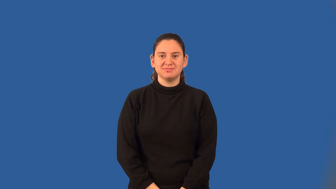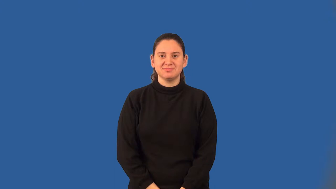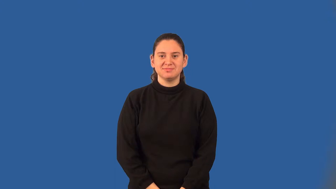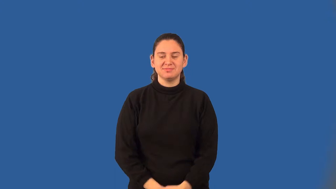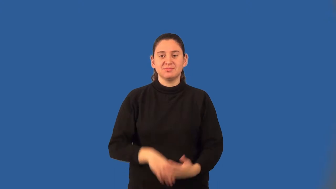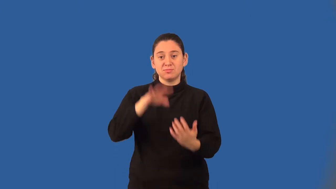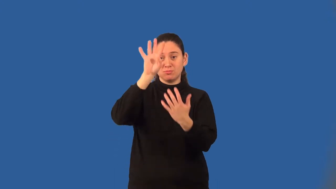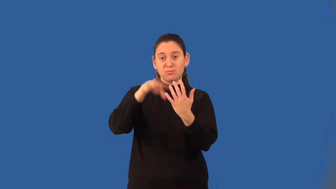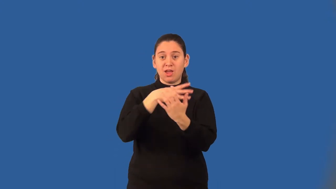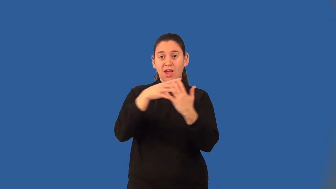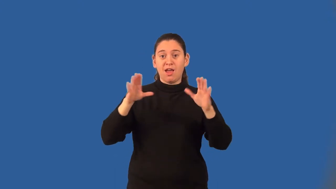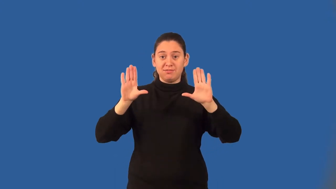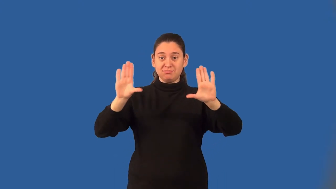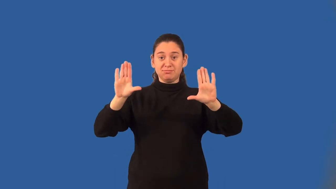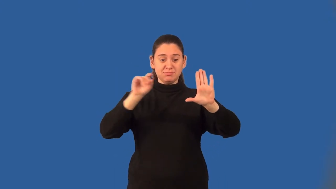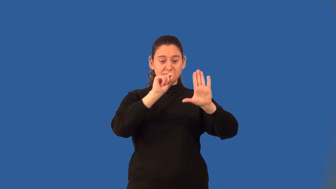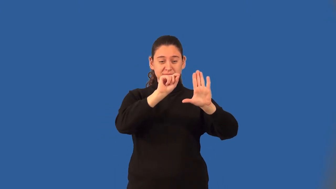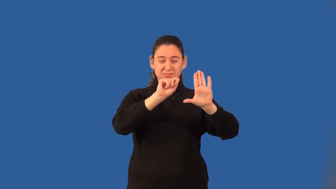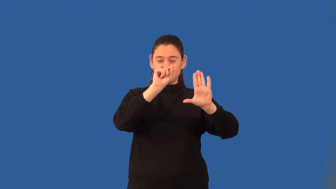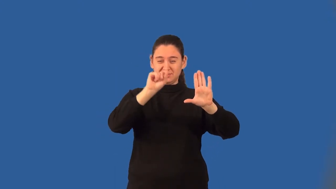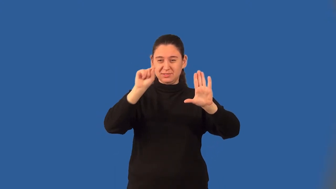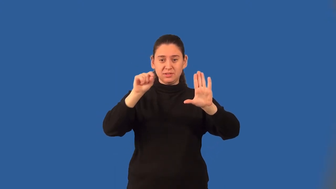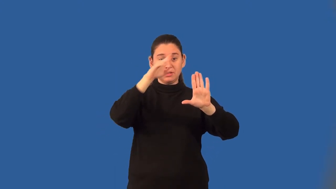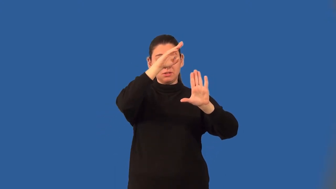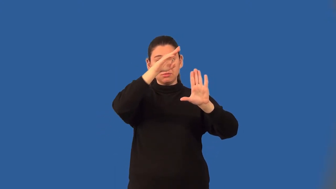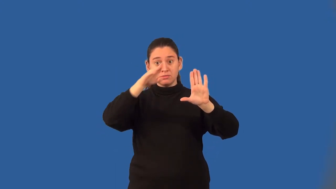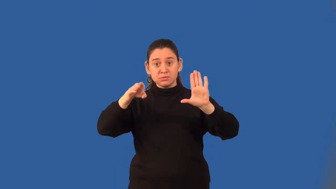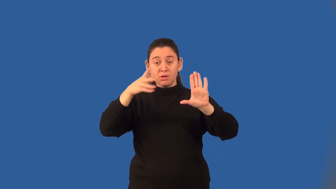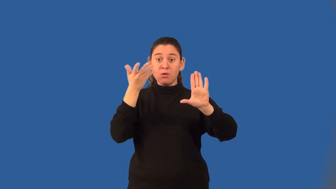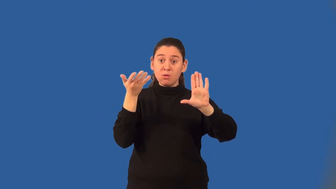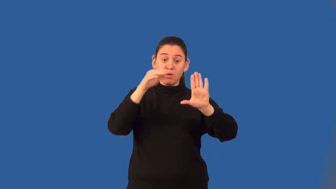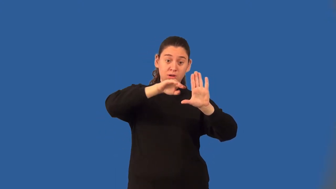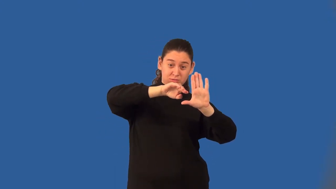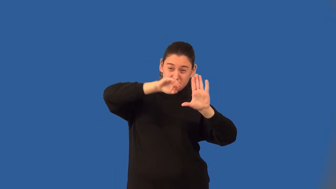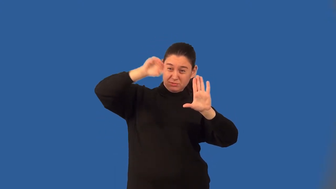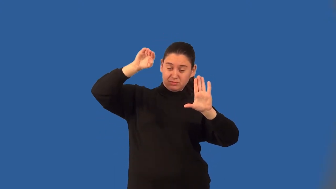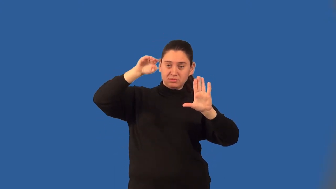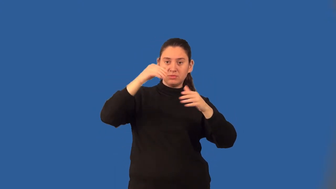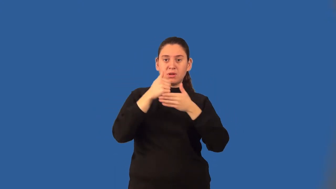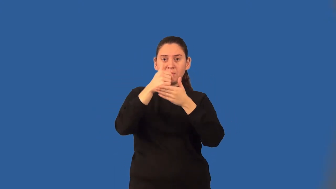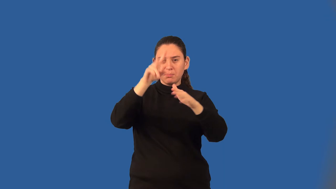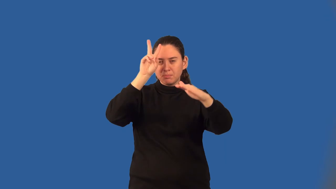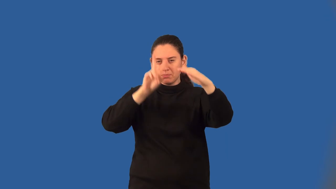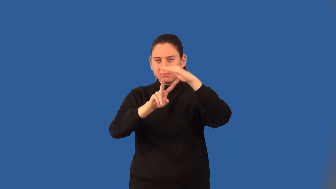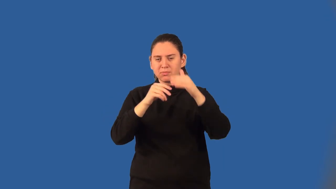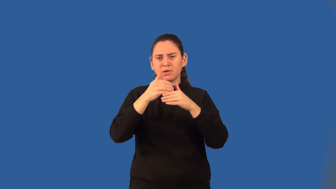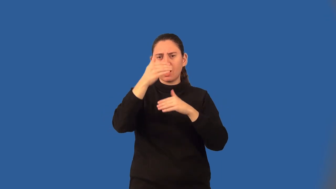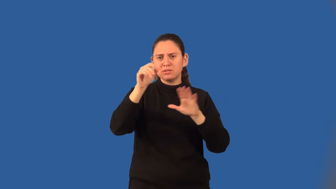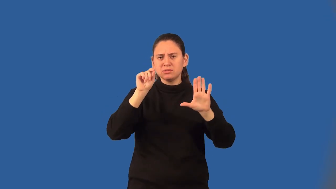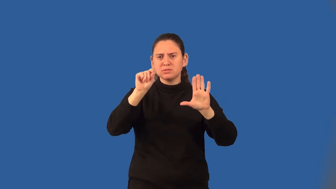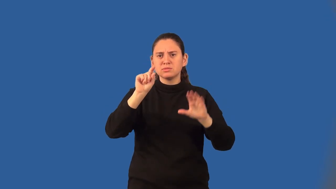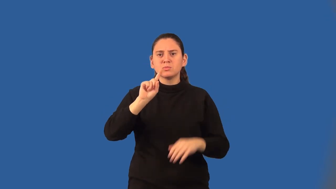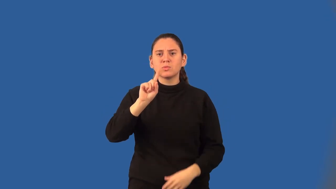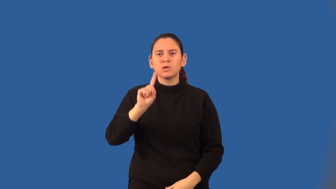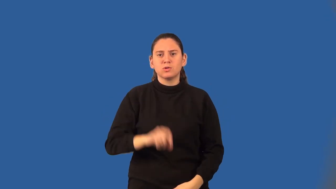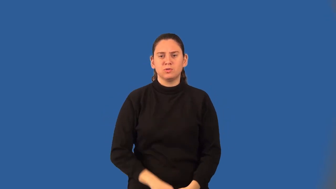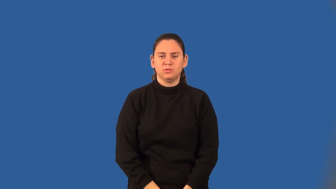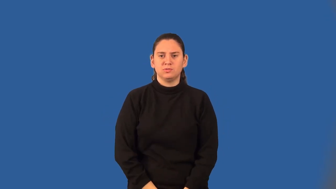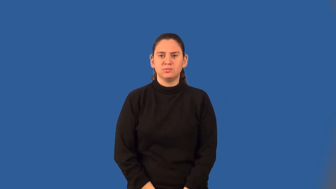best fit